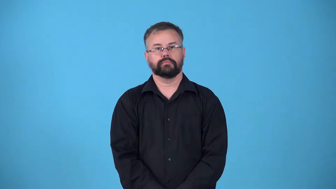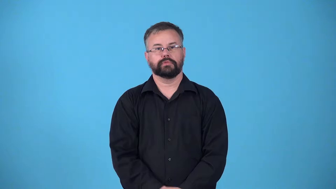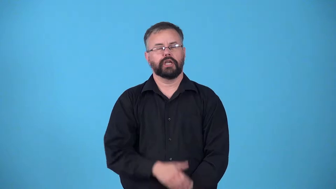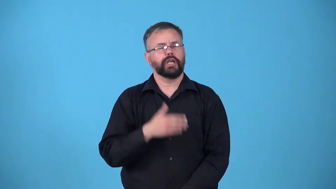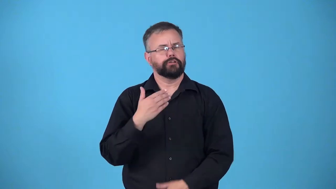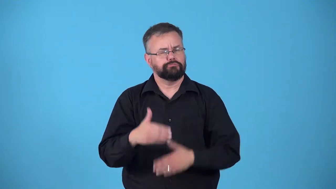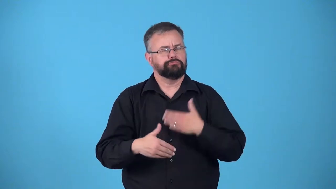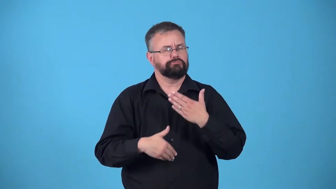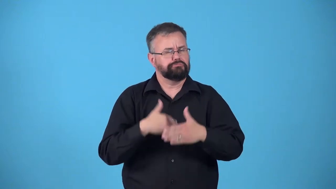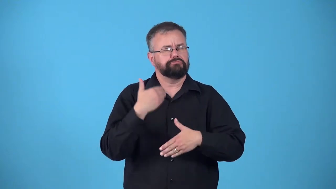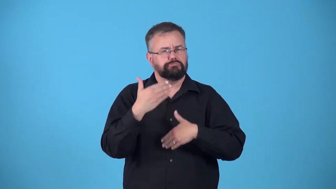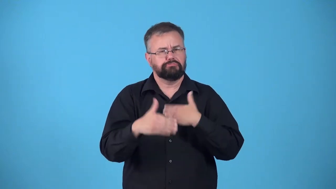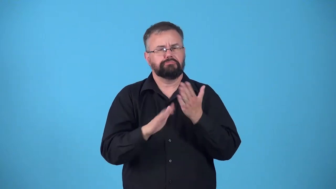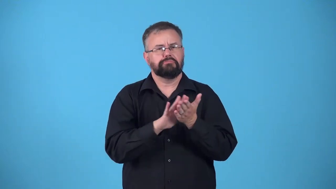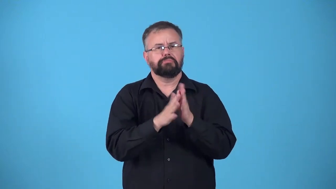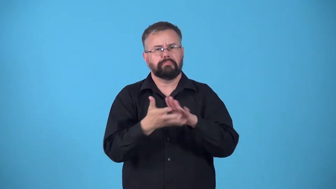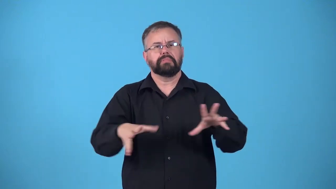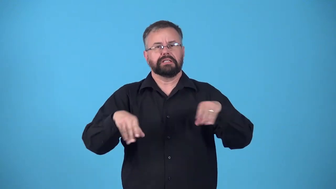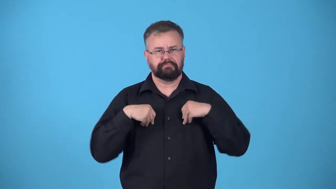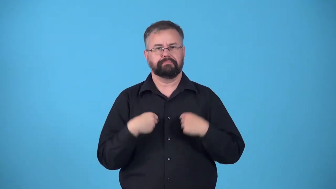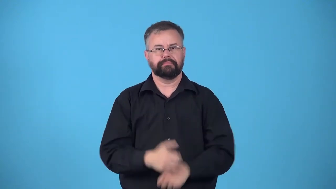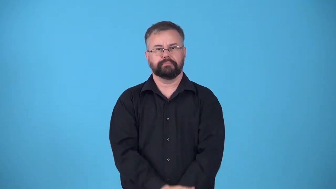grow to,resign-accept